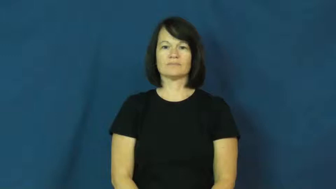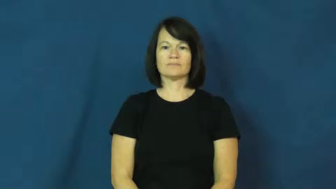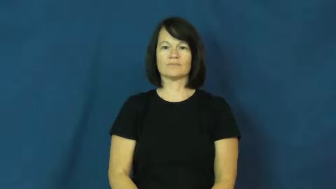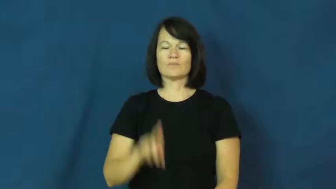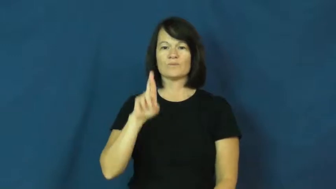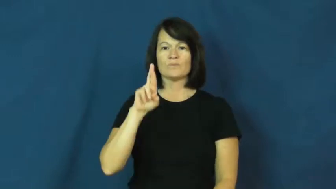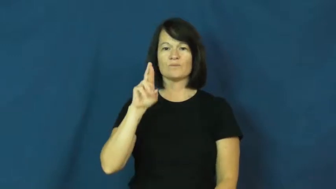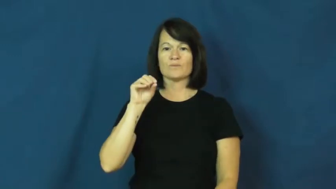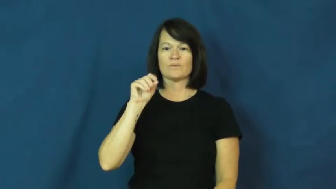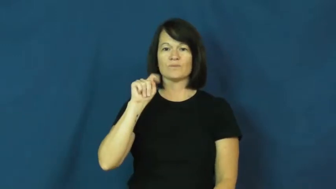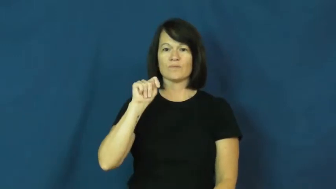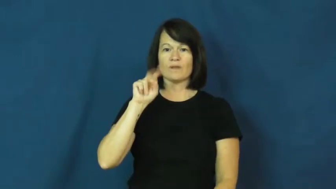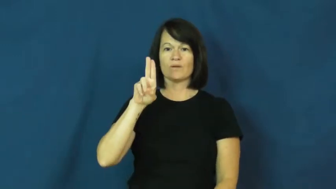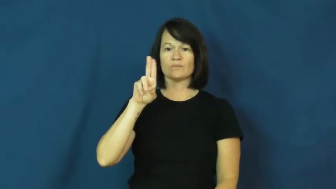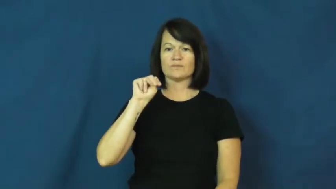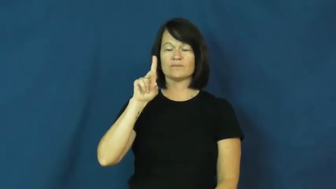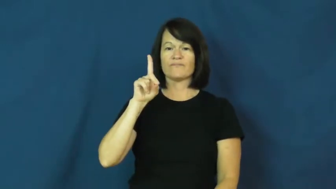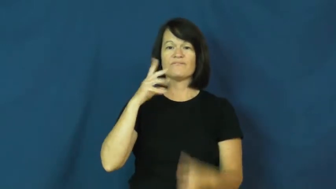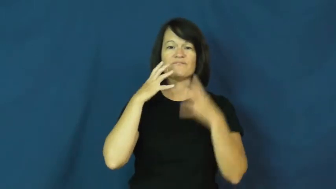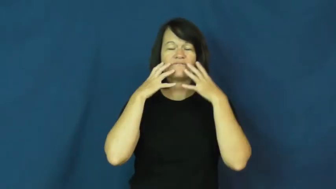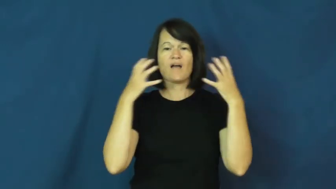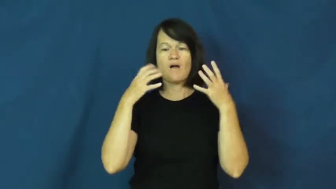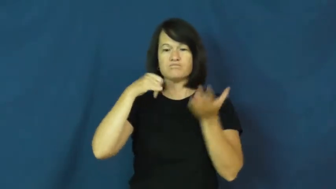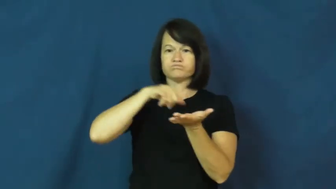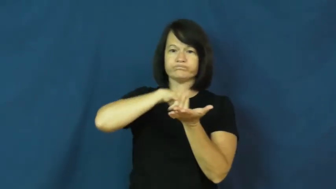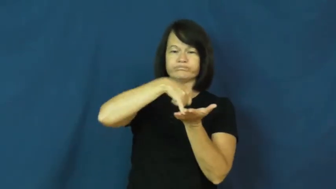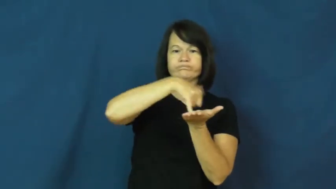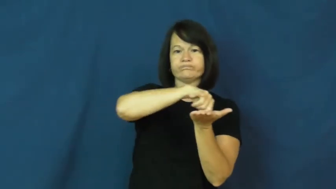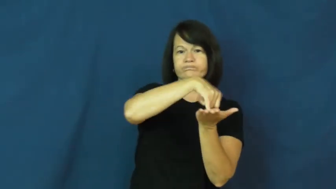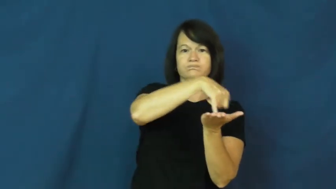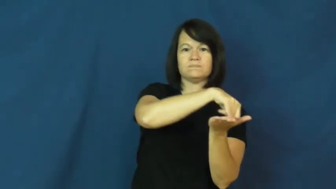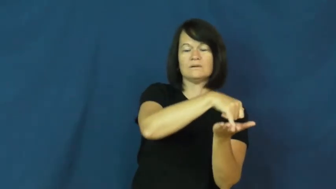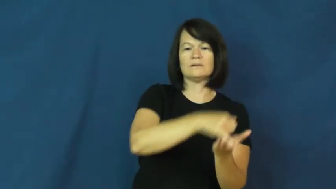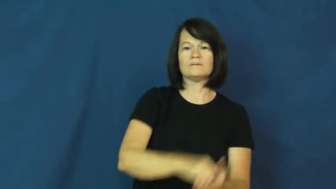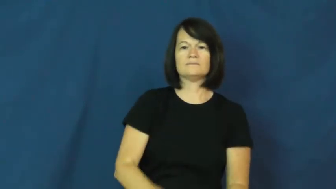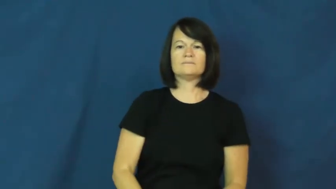rotund